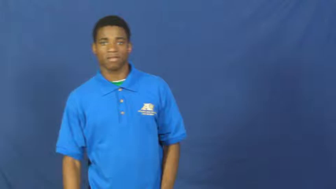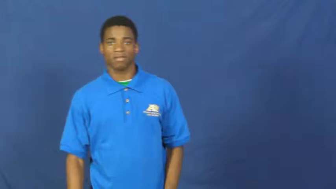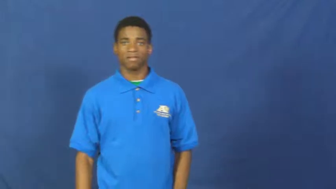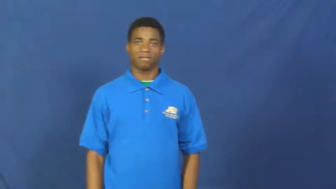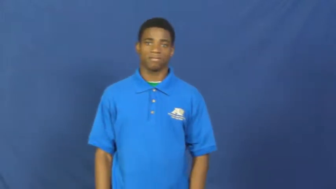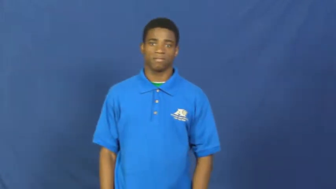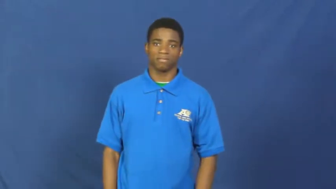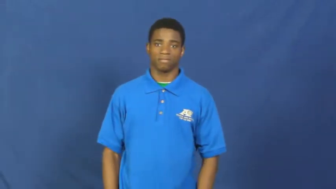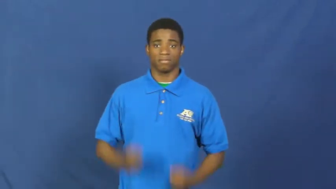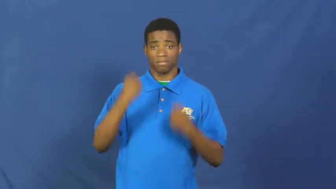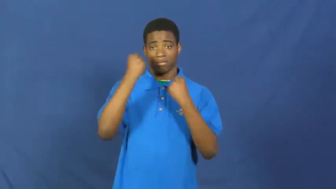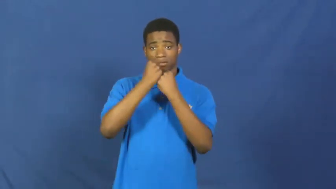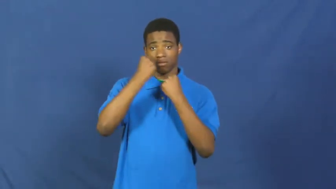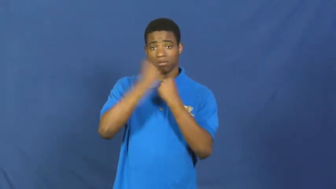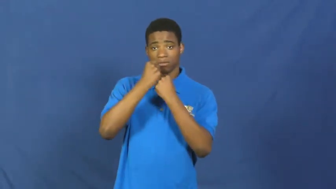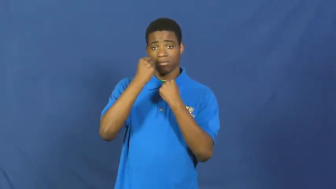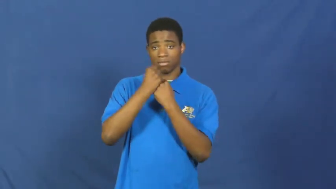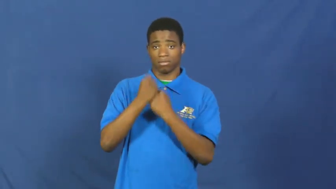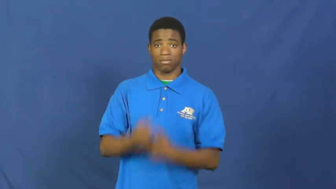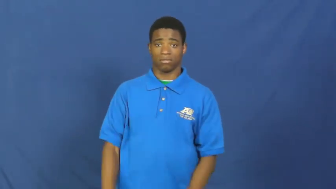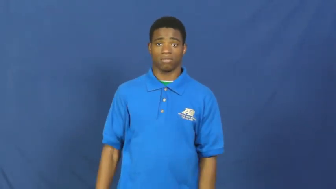side with,stand by,stand up for,stand behind-support